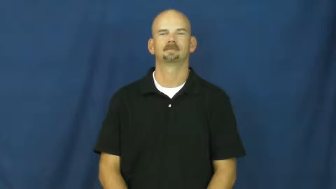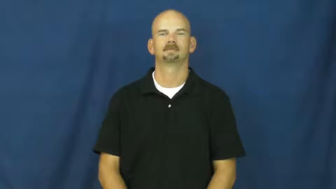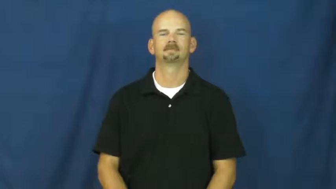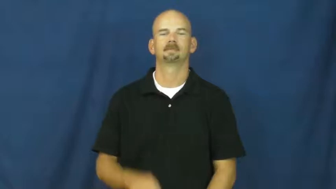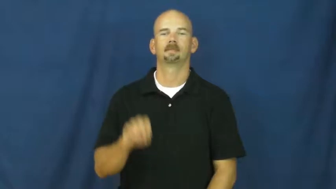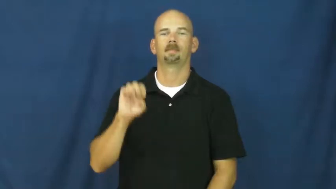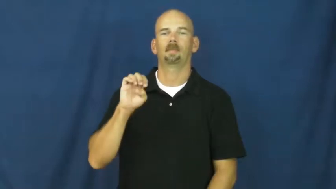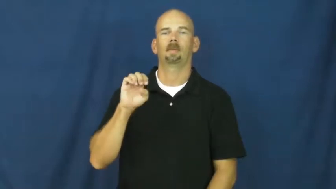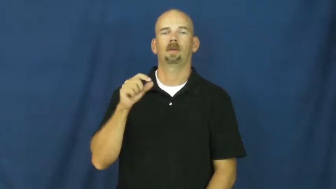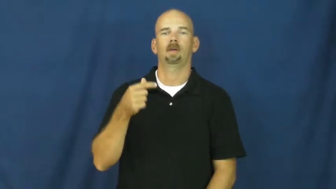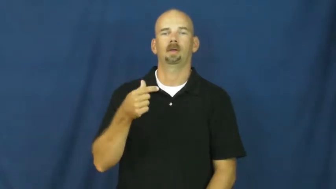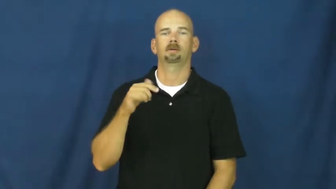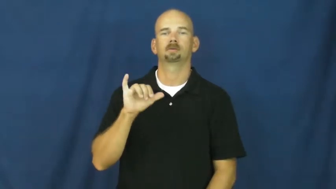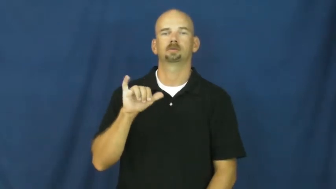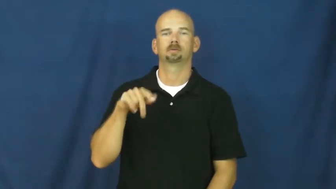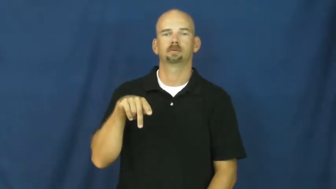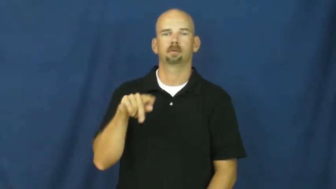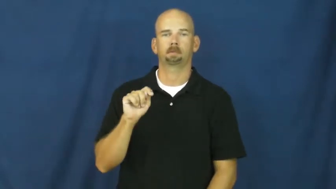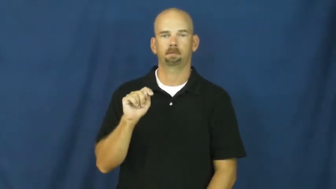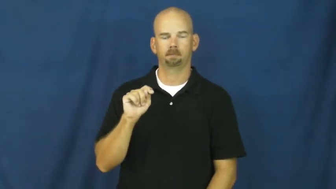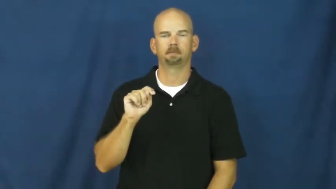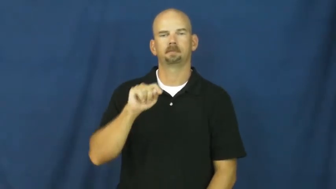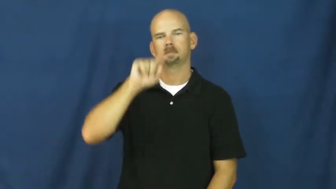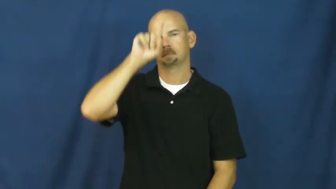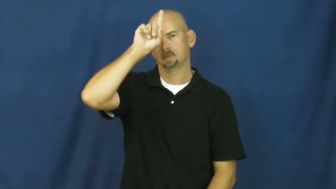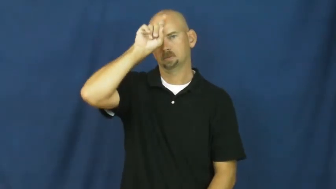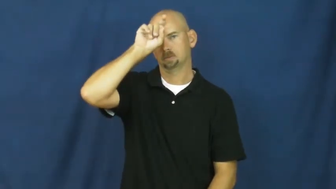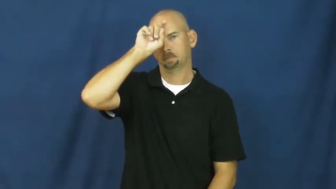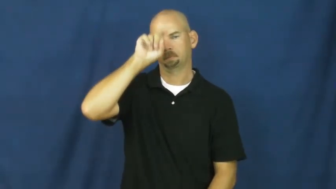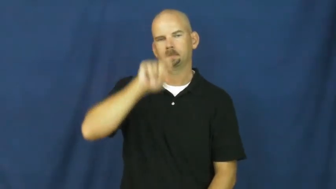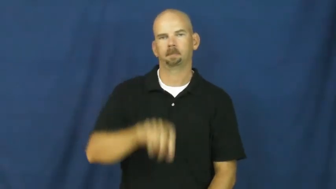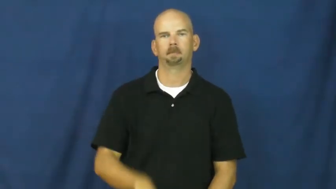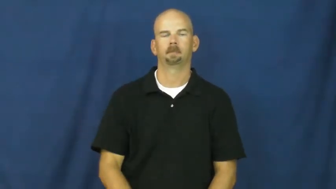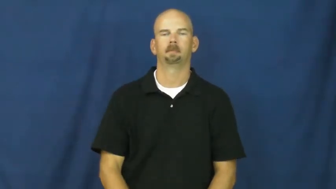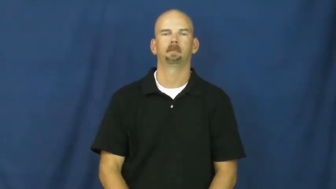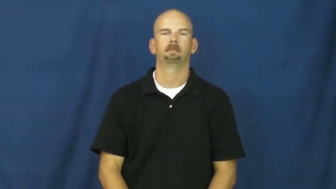egypt